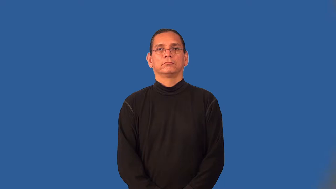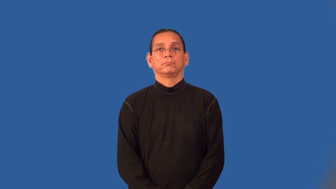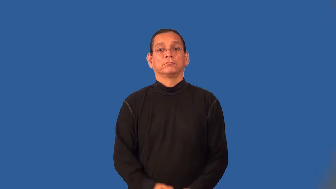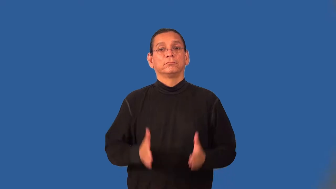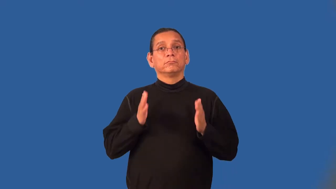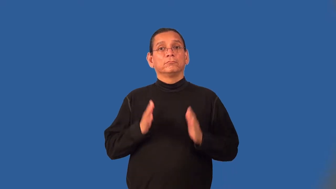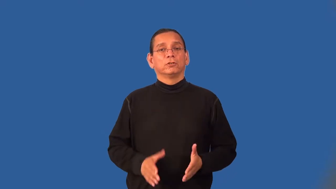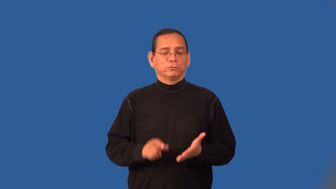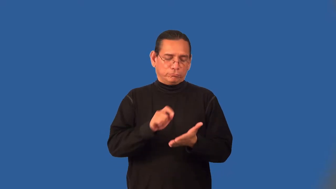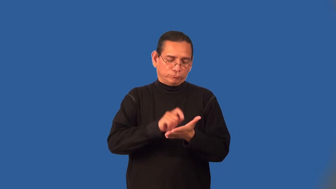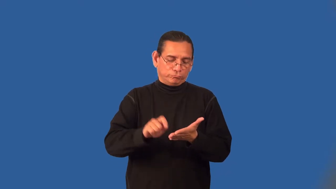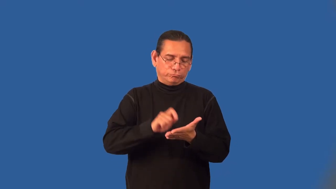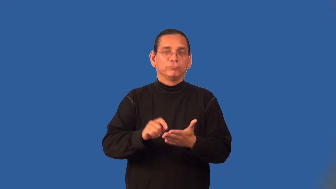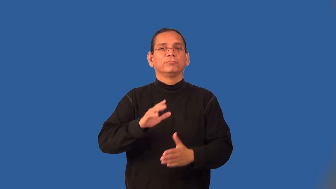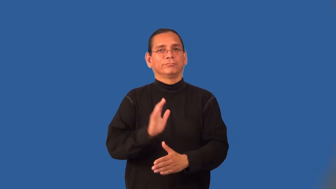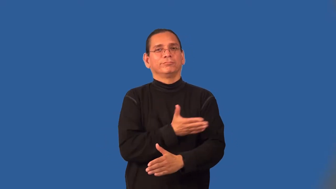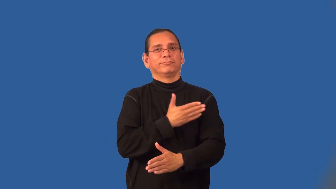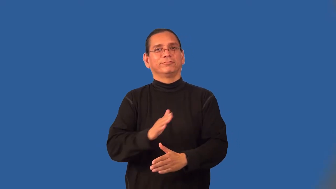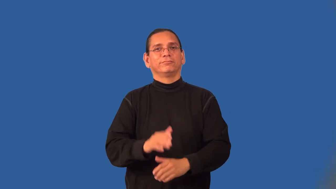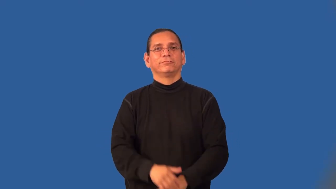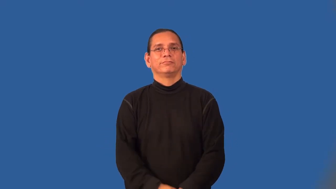composer